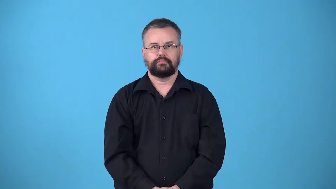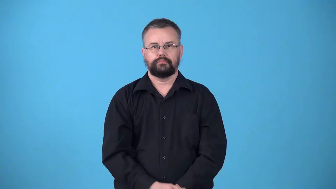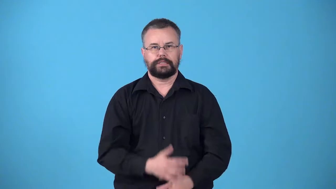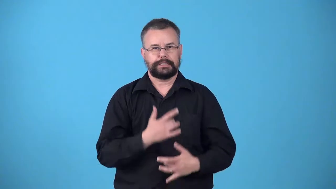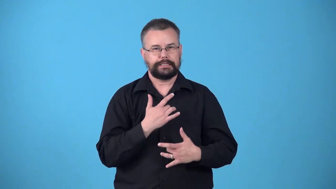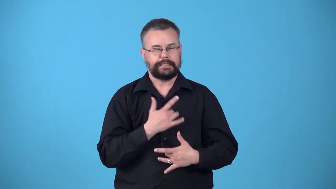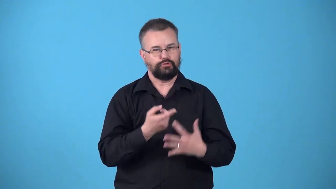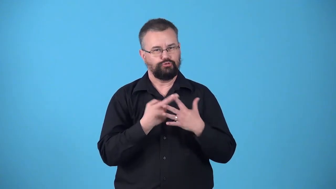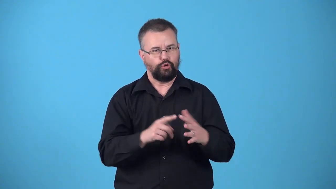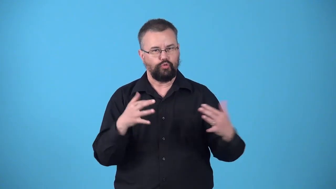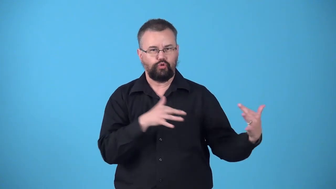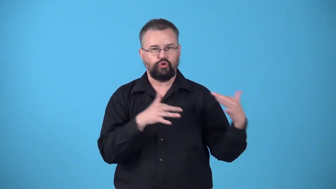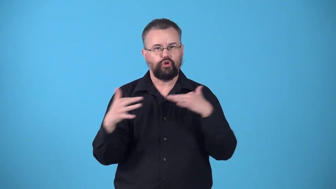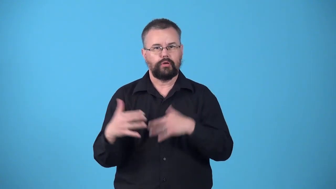warlike